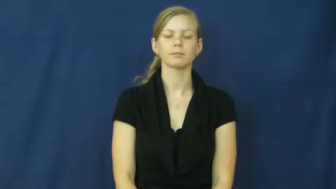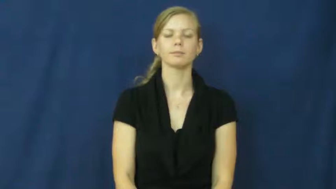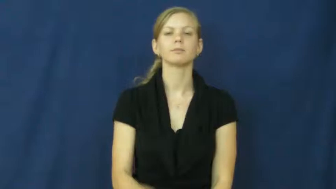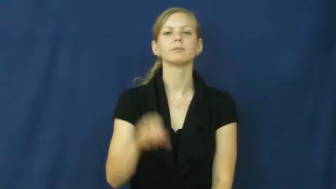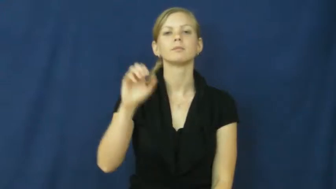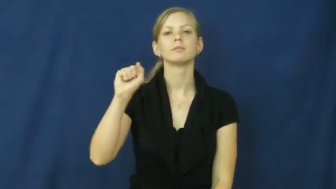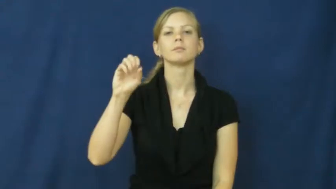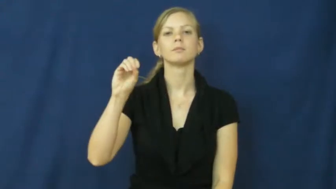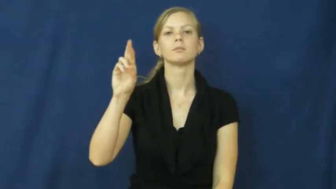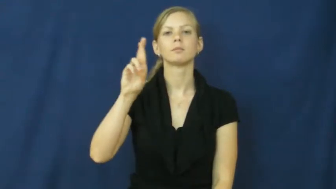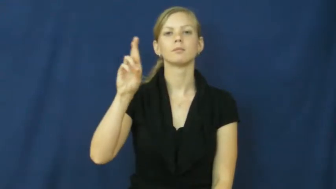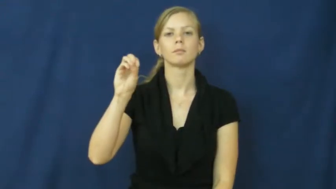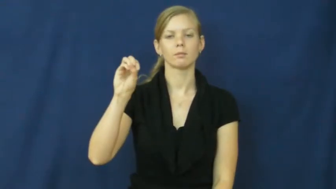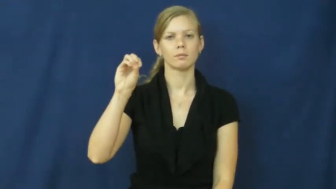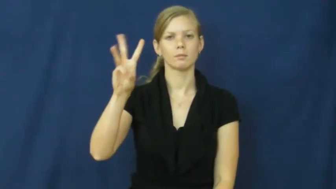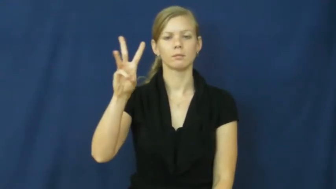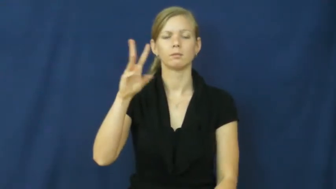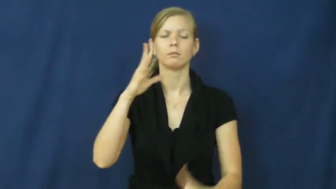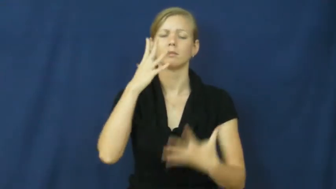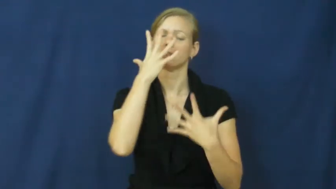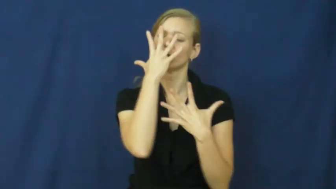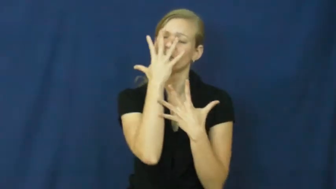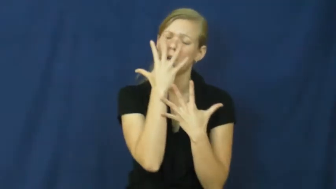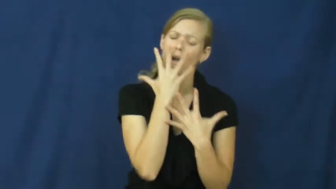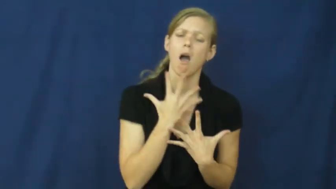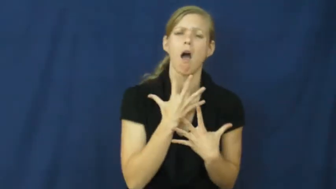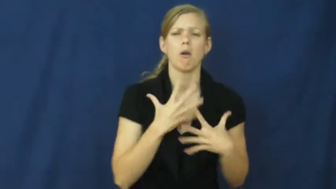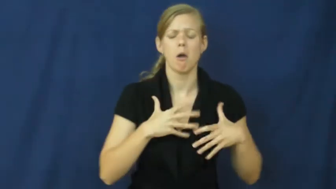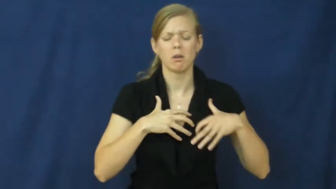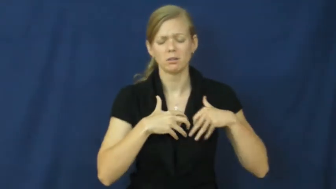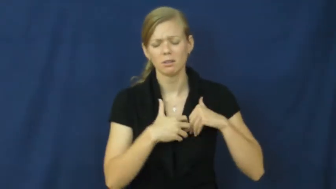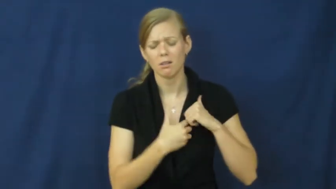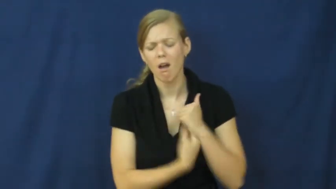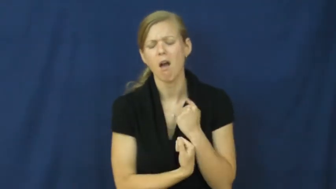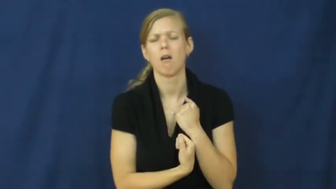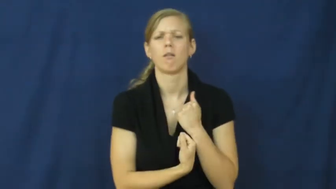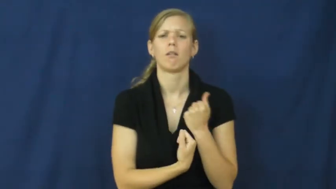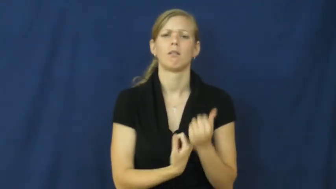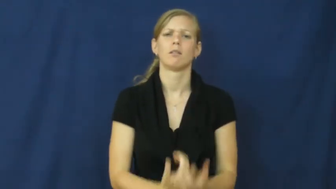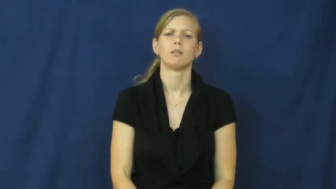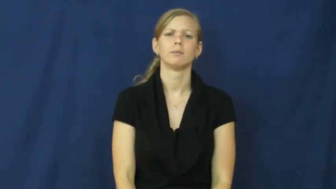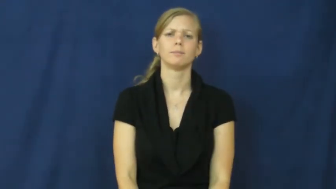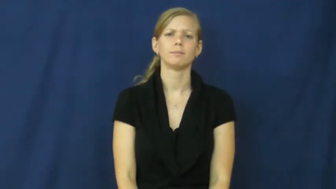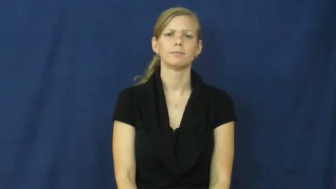sorrow